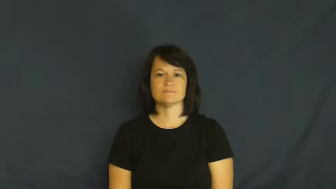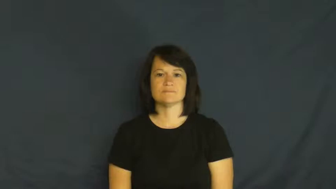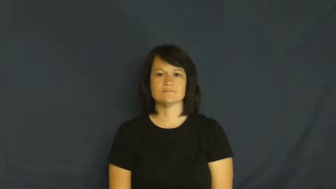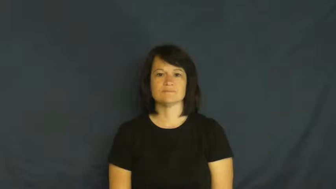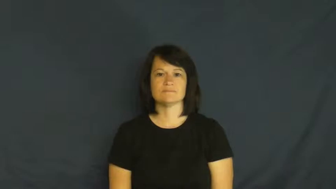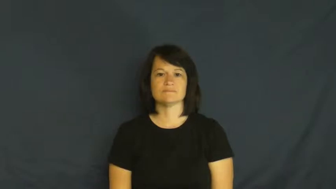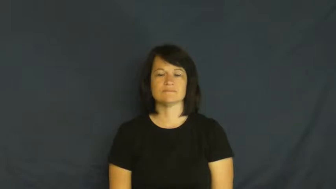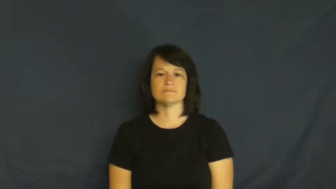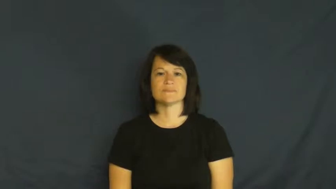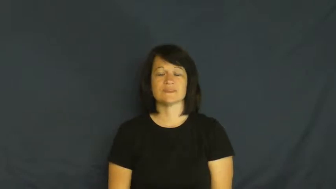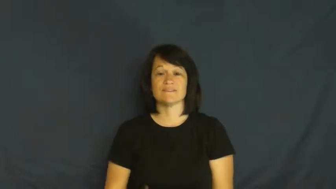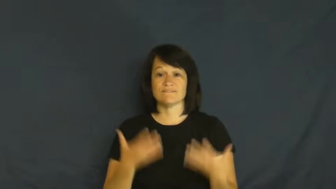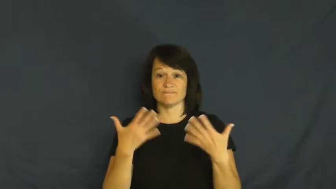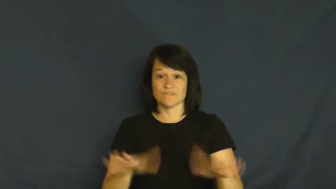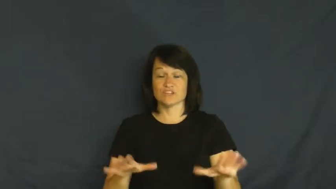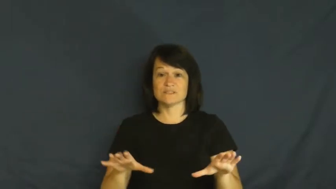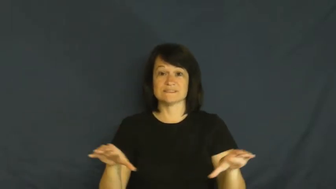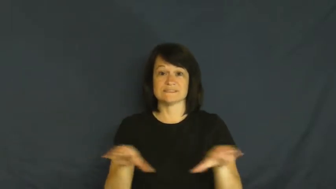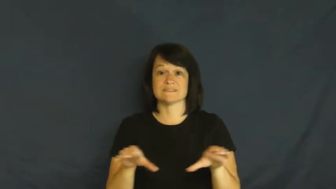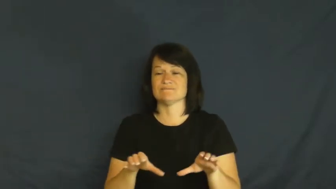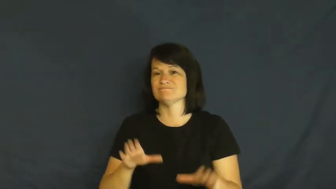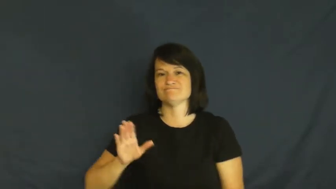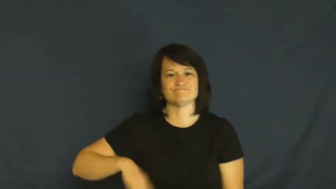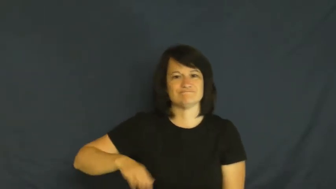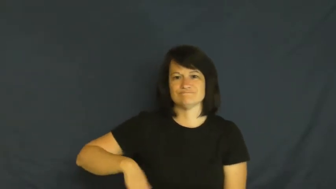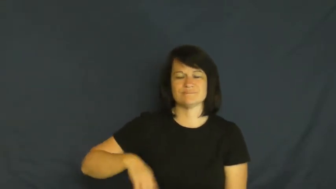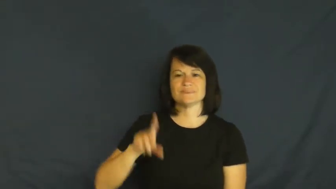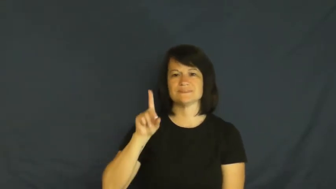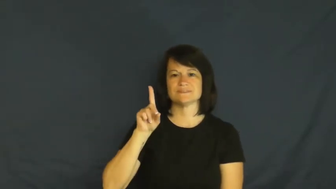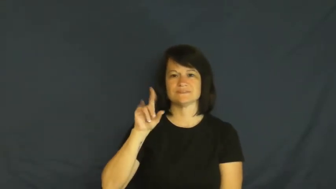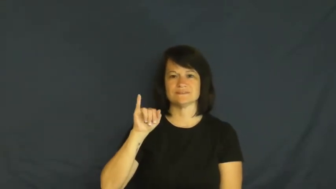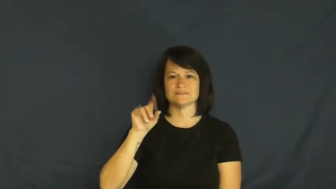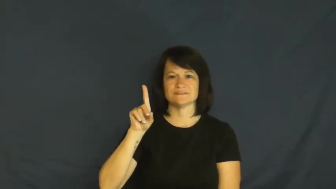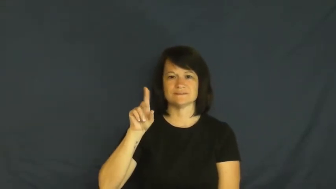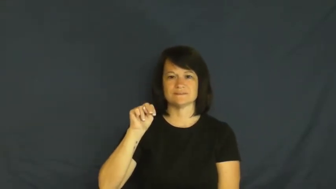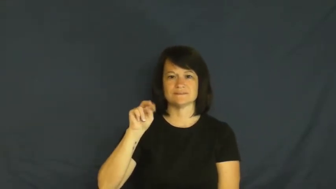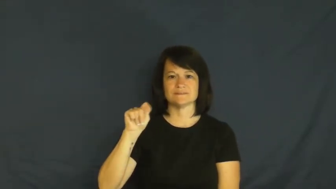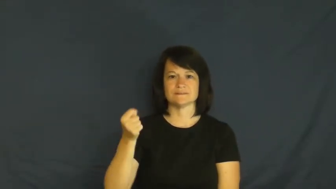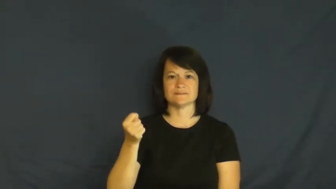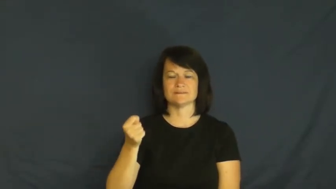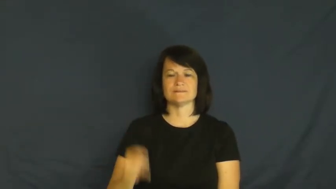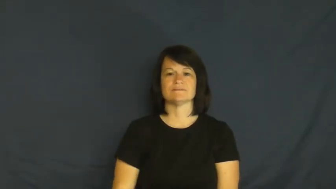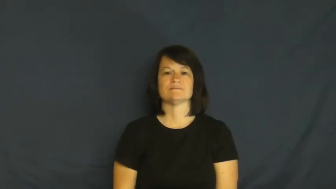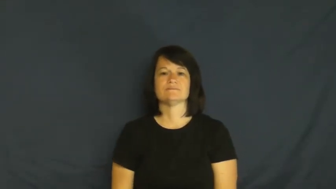didn't